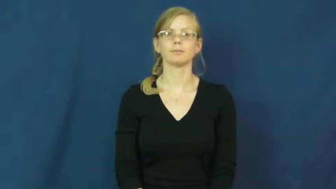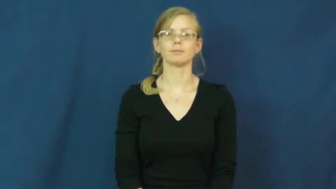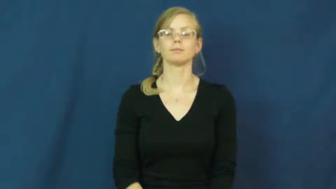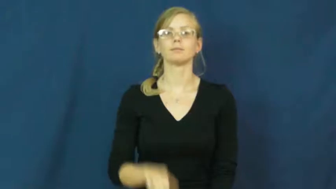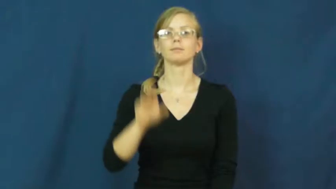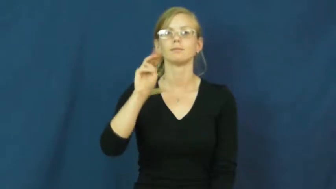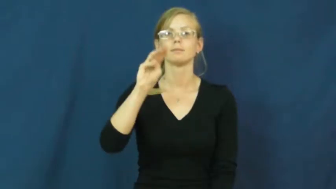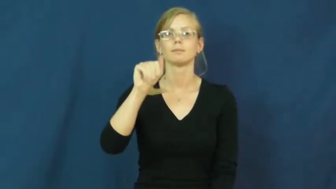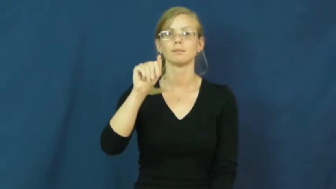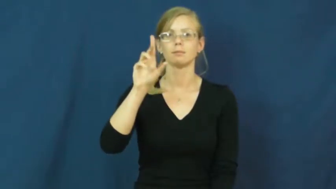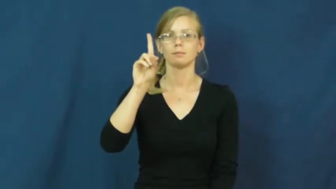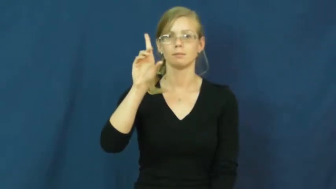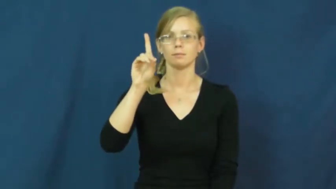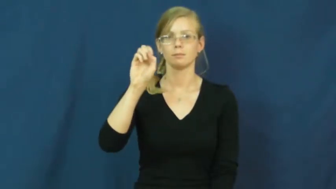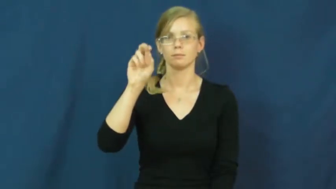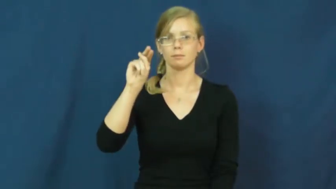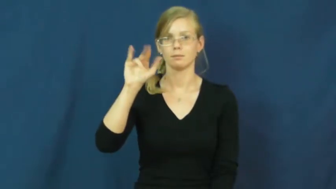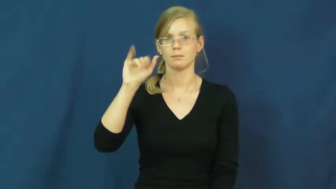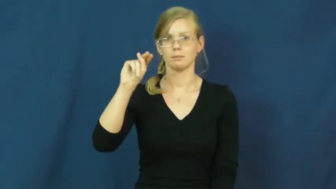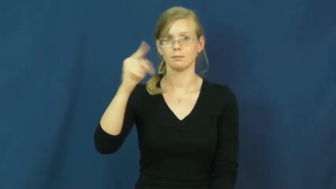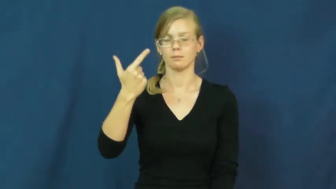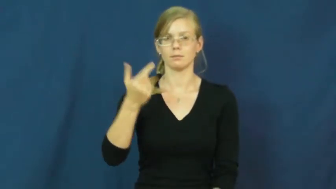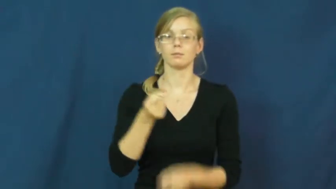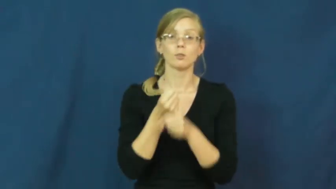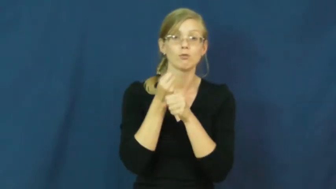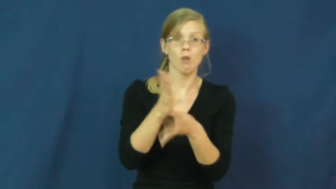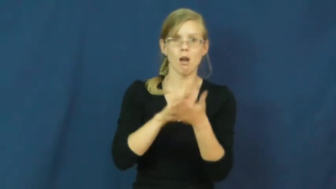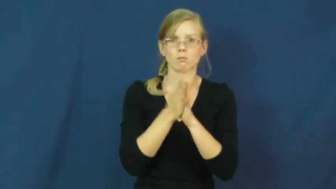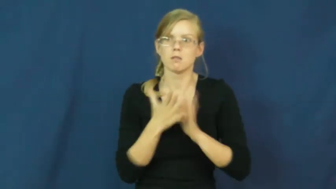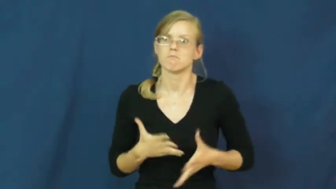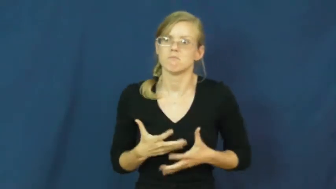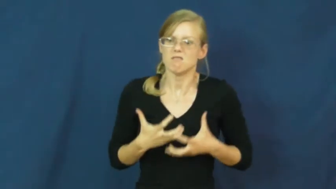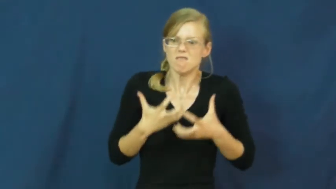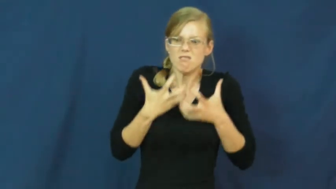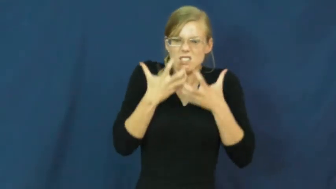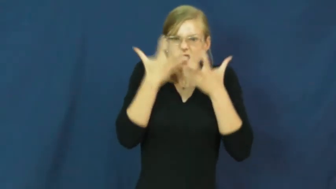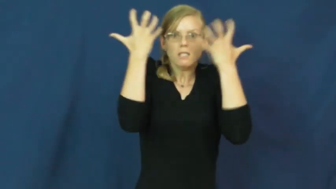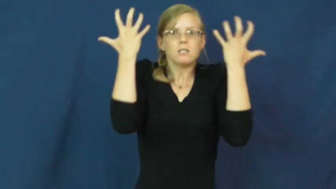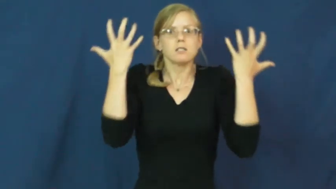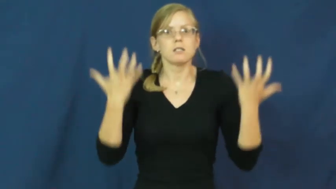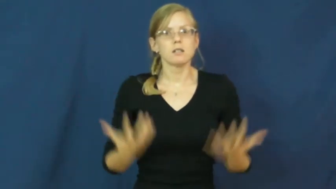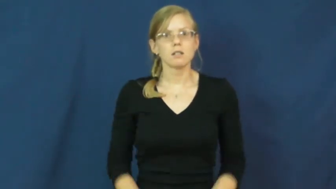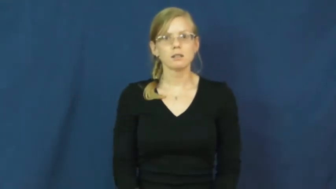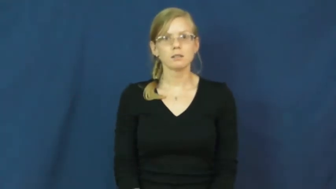maddening